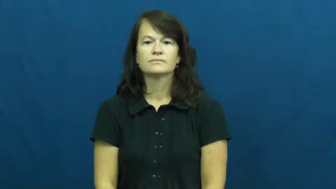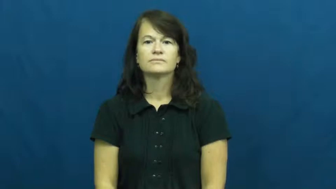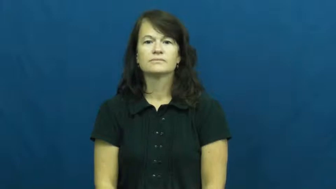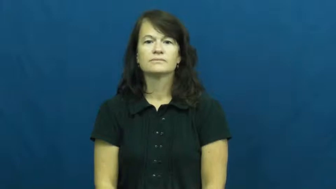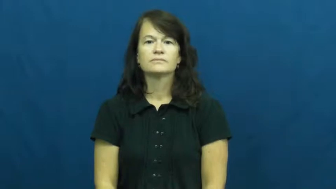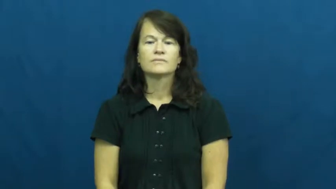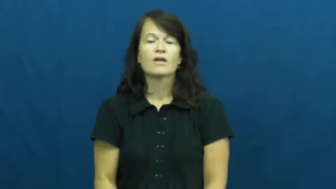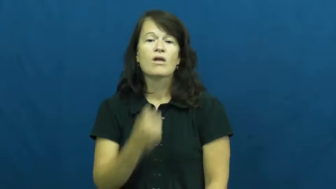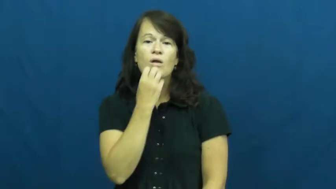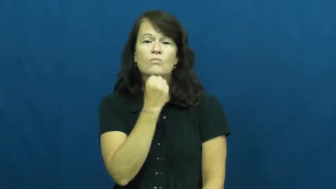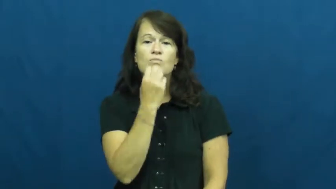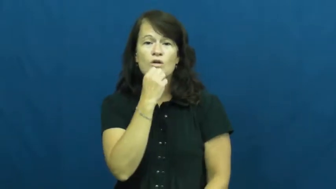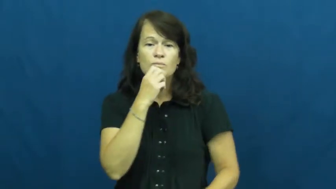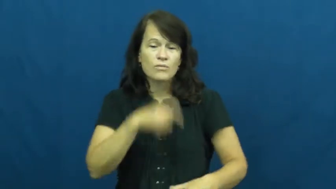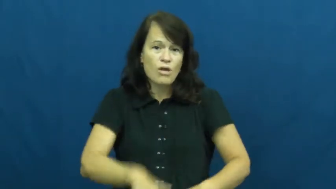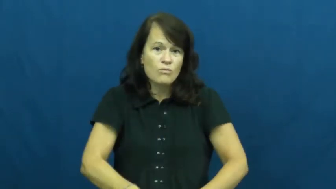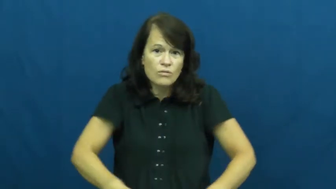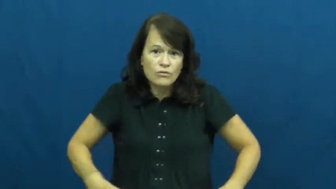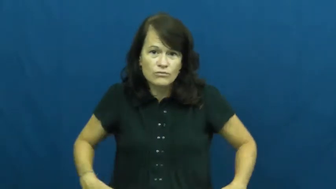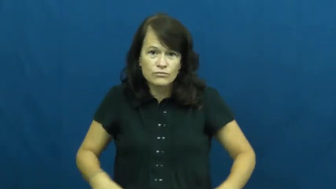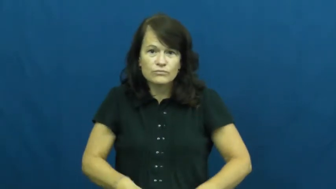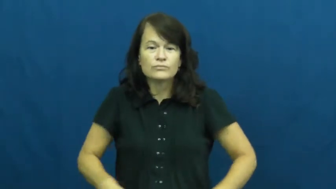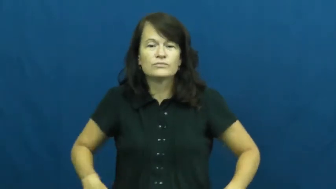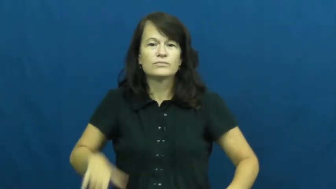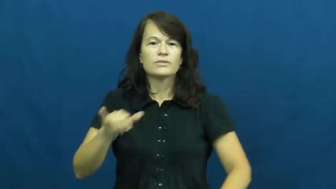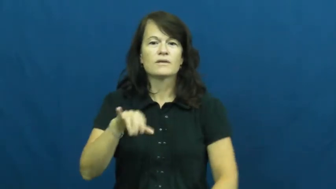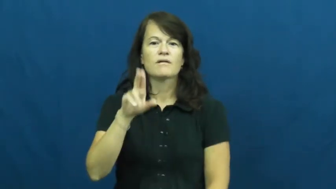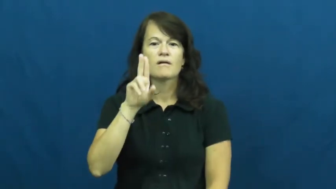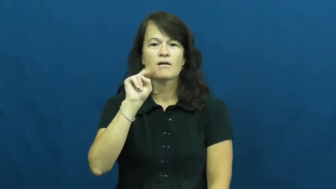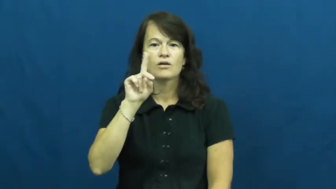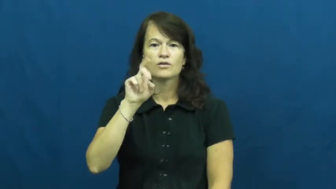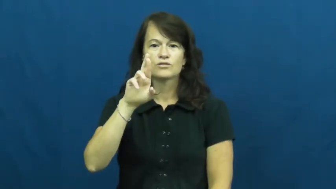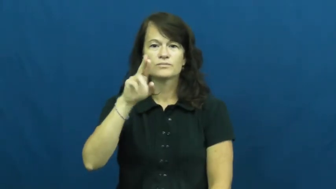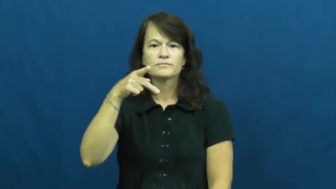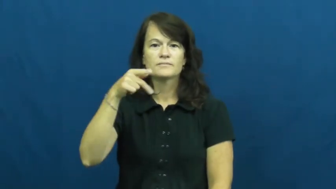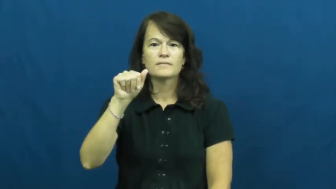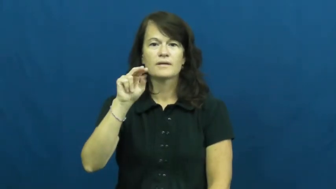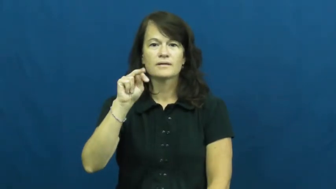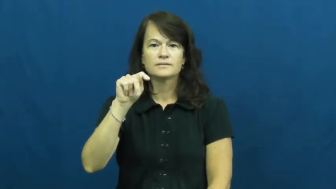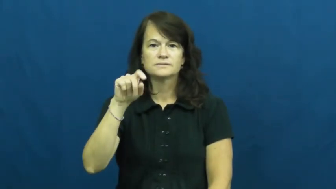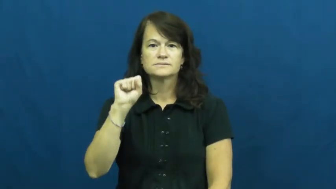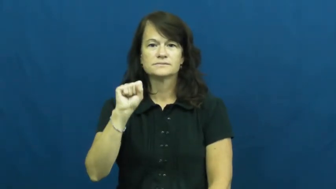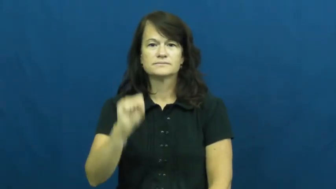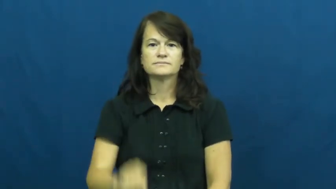underpants